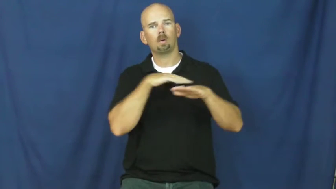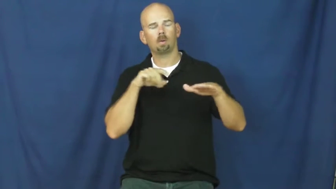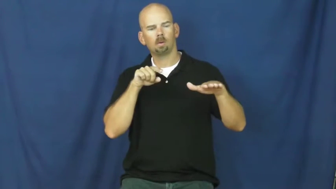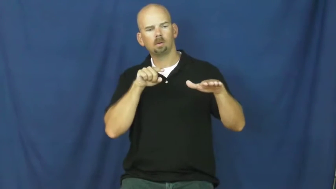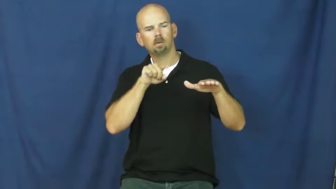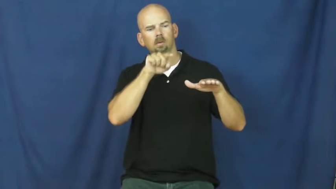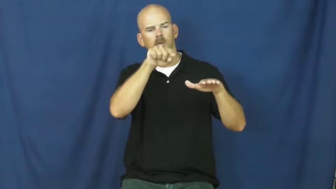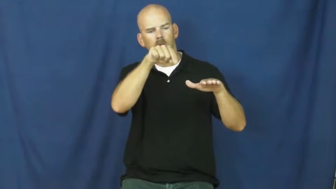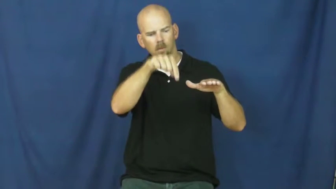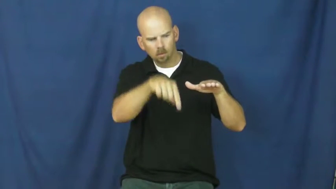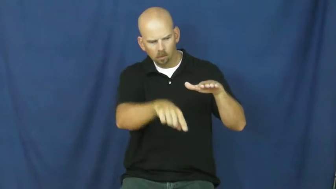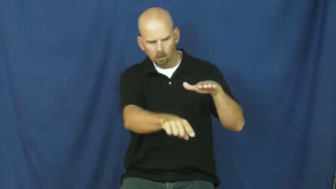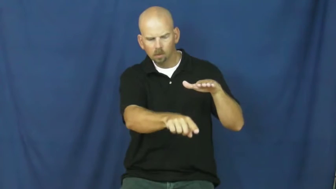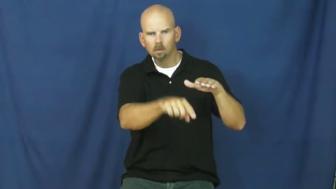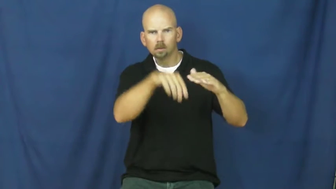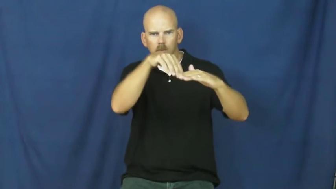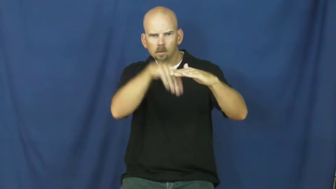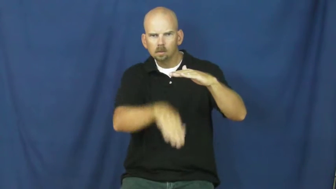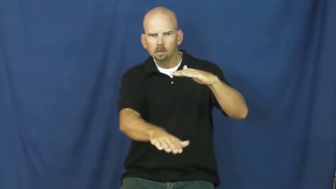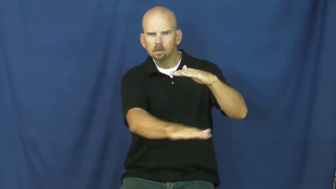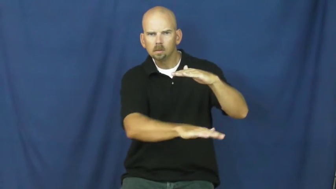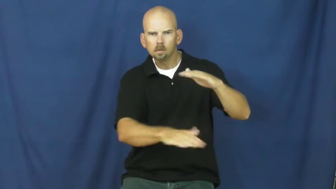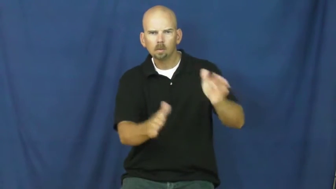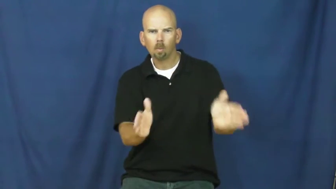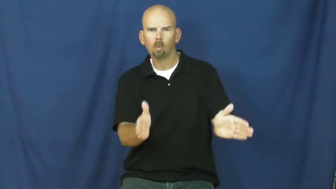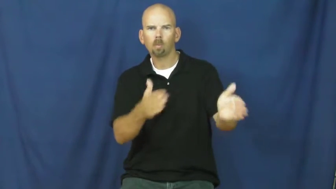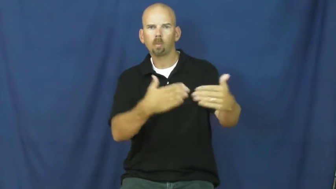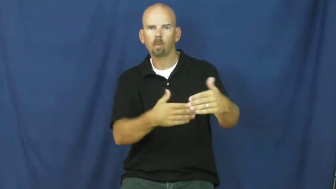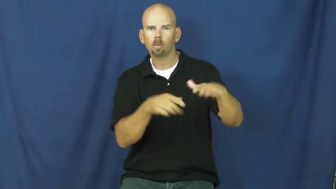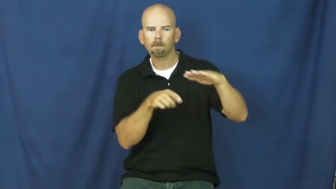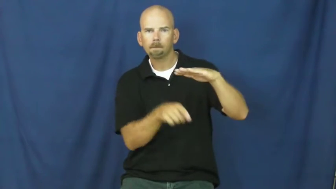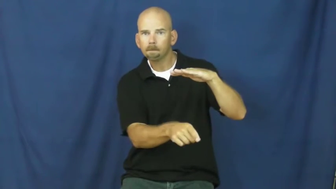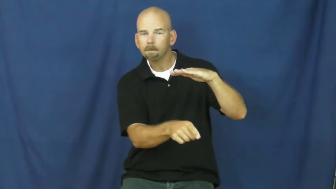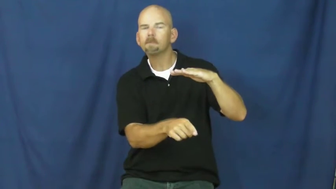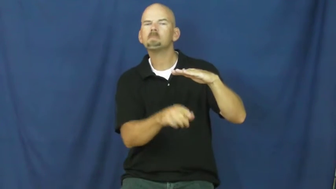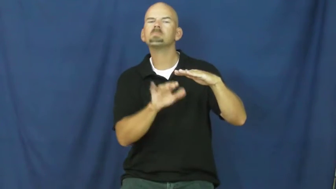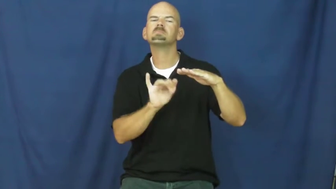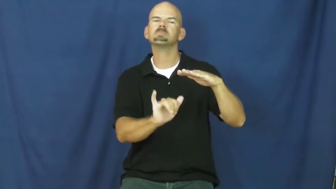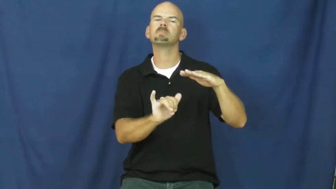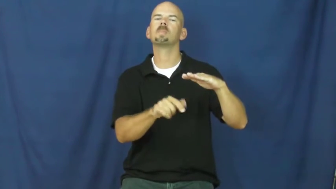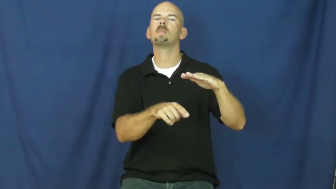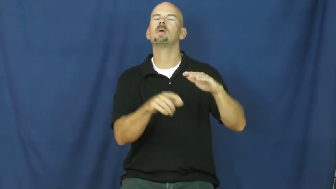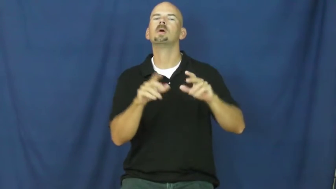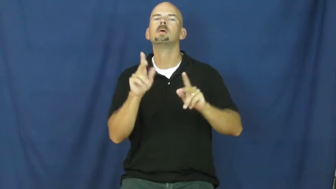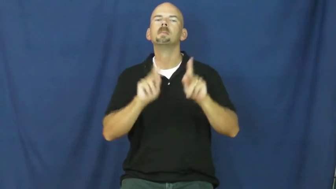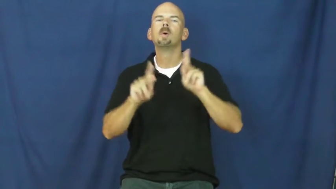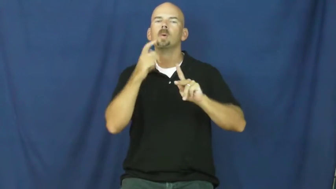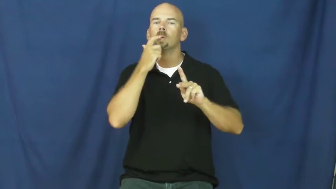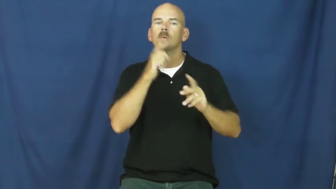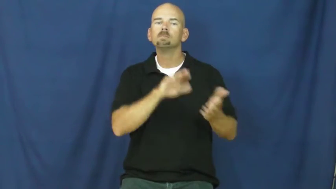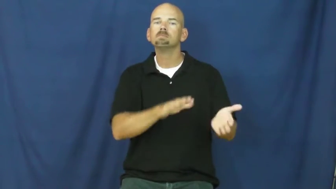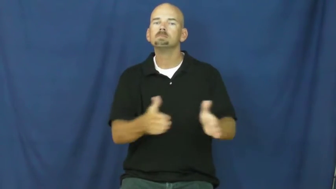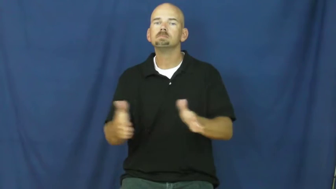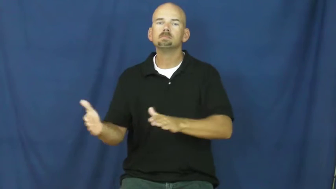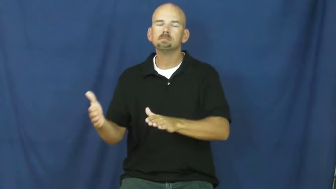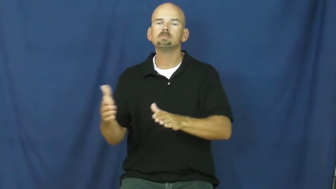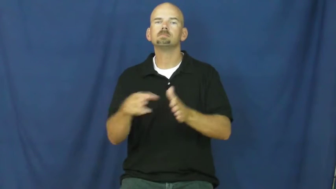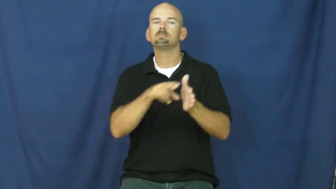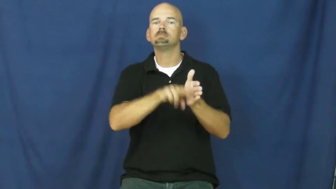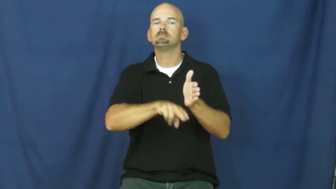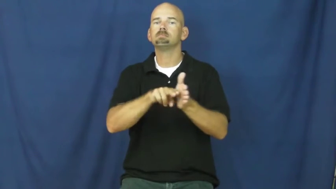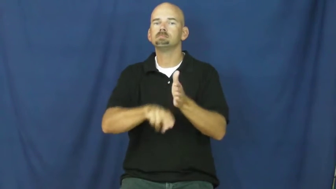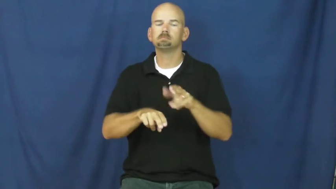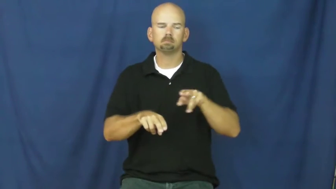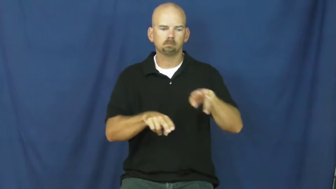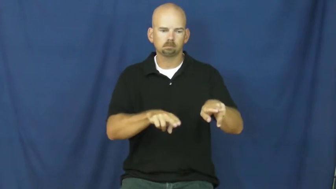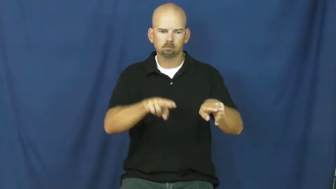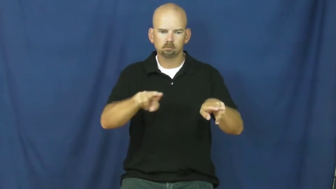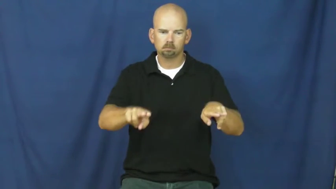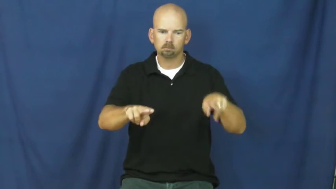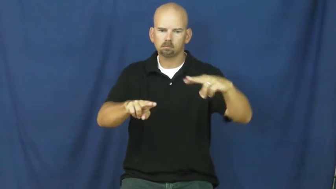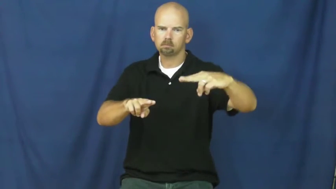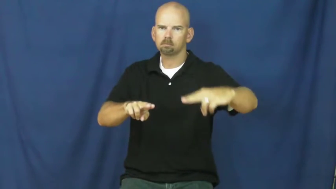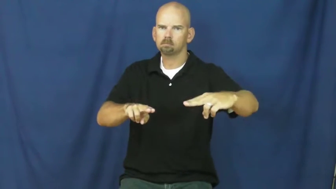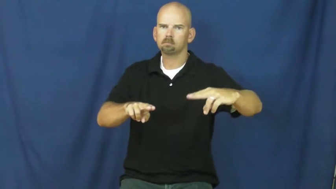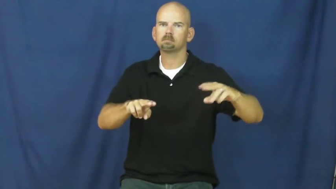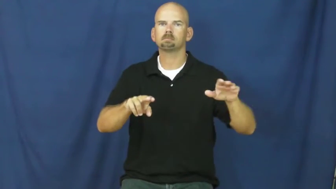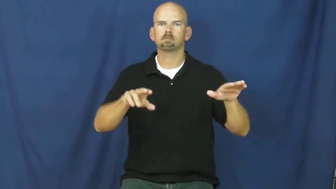vault-dead people